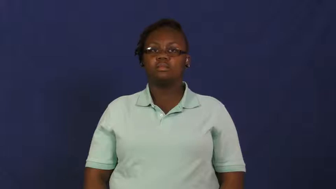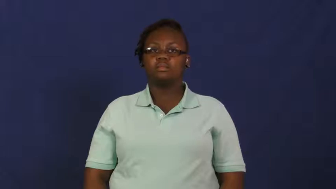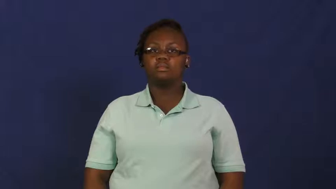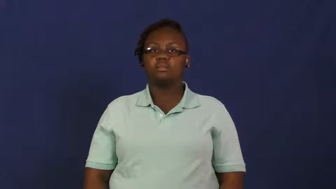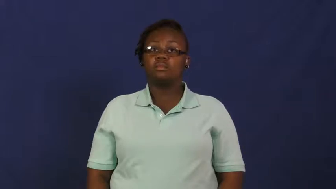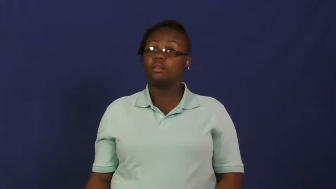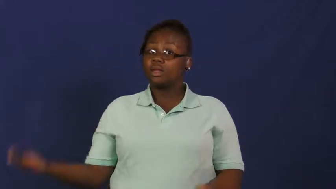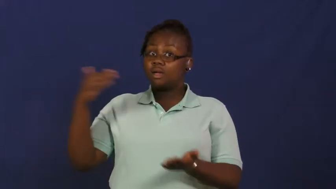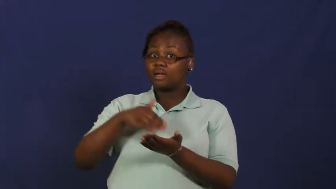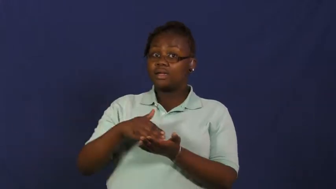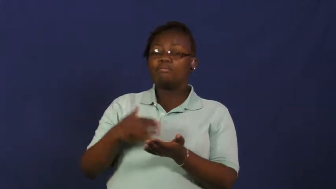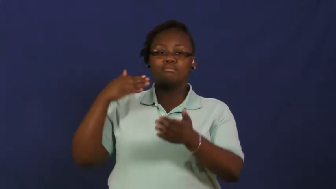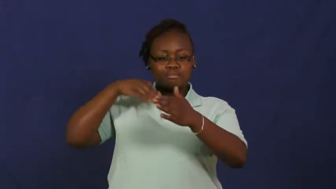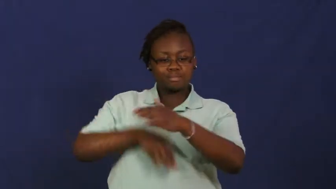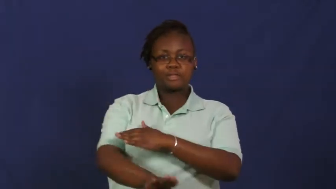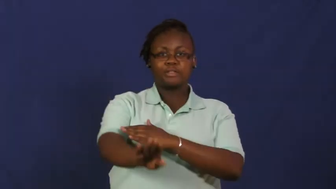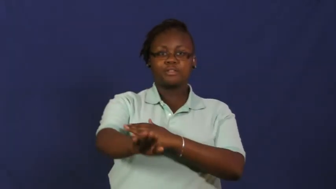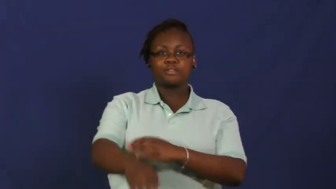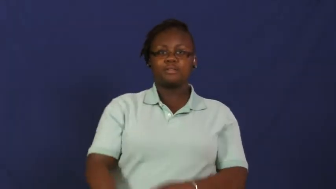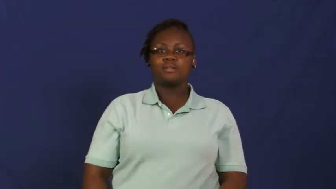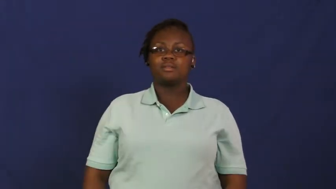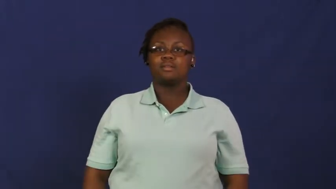rebirth